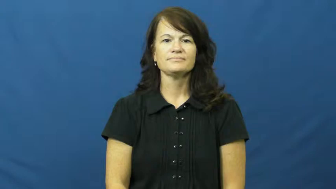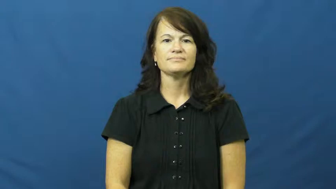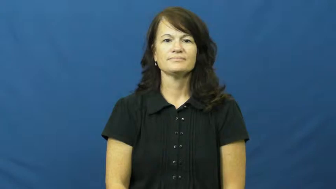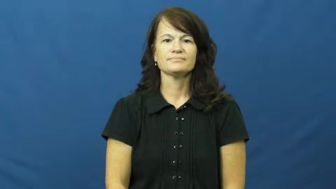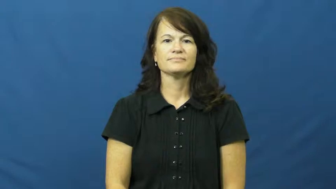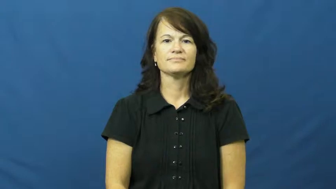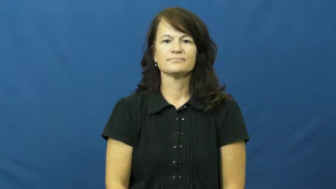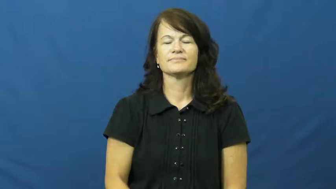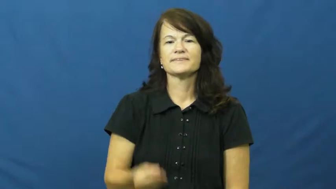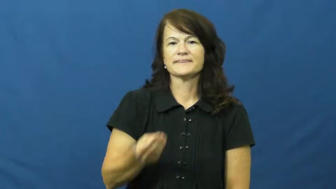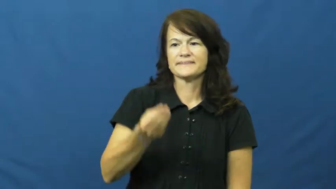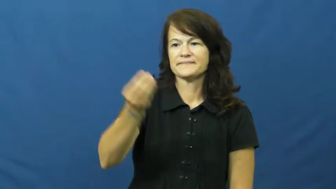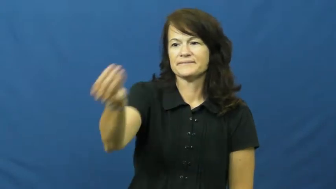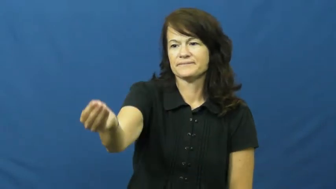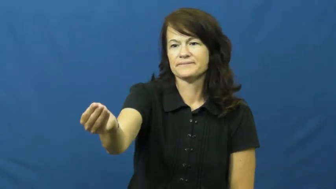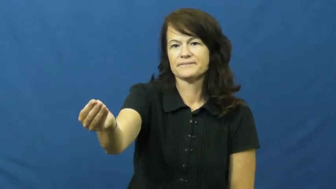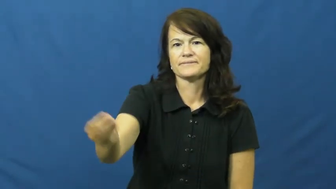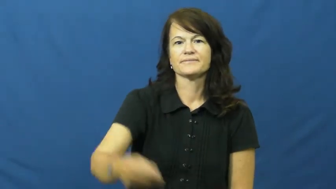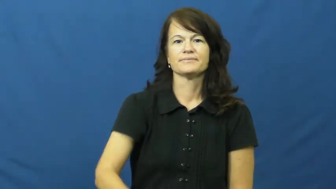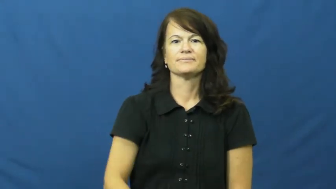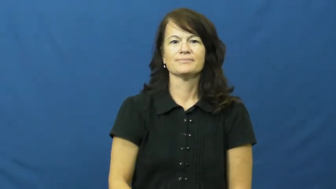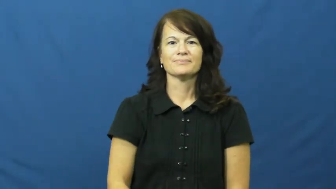fork over